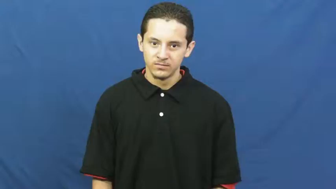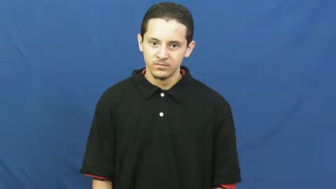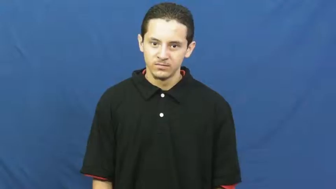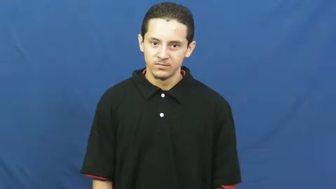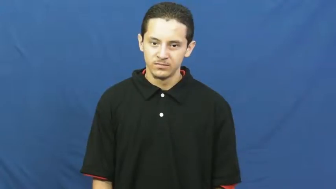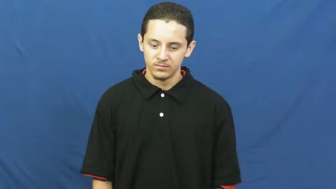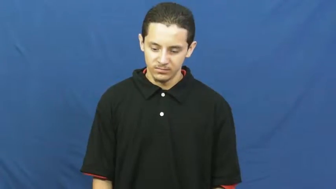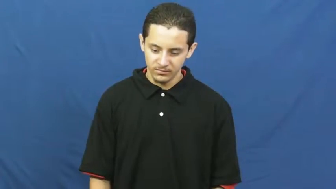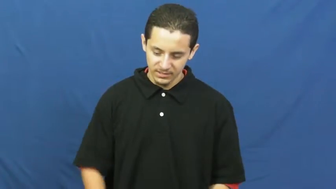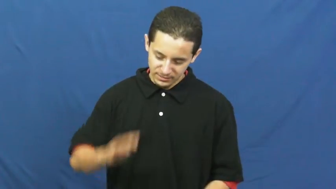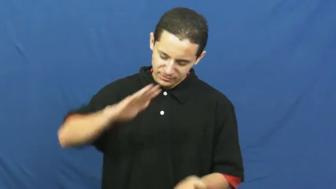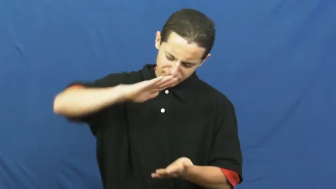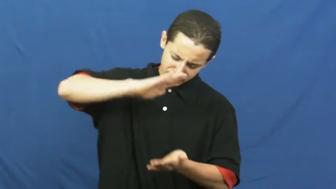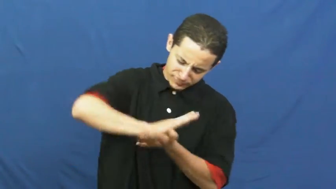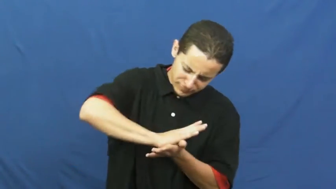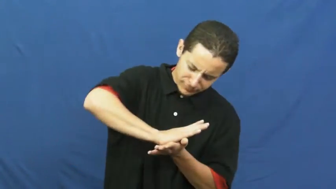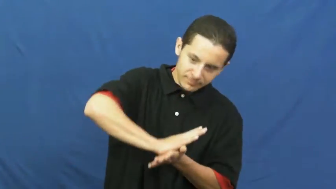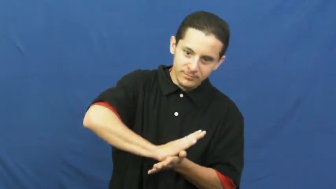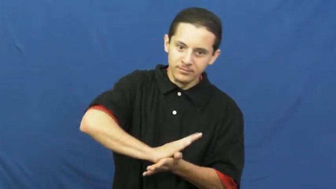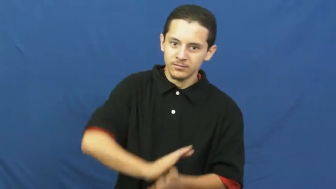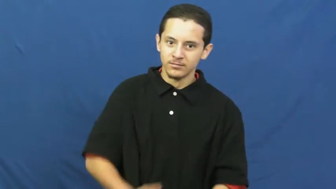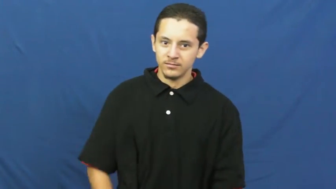crunch,crunch up